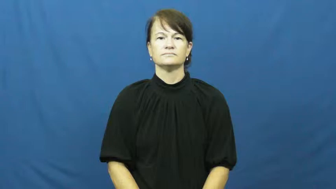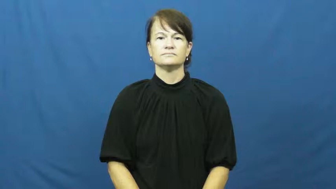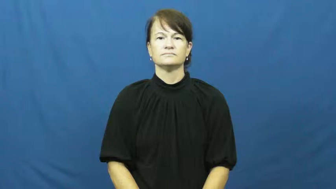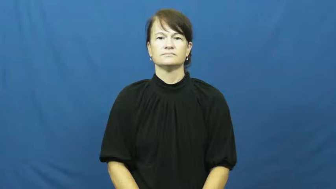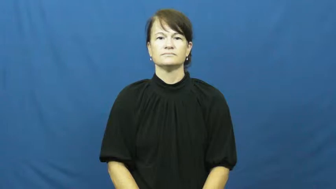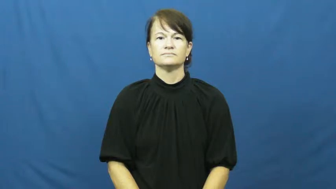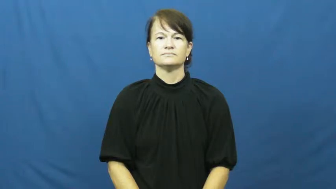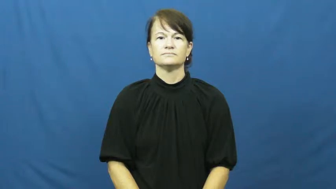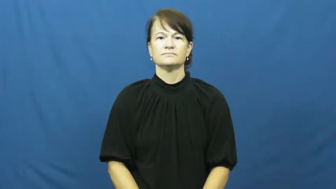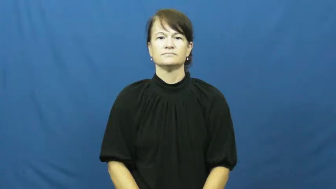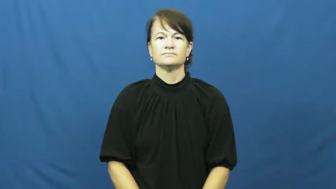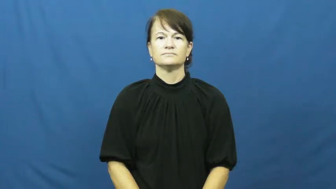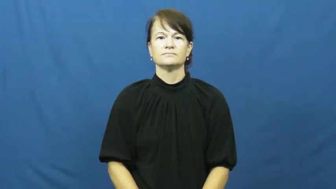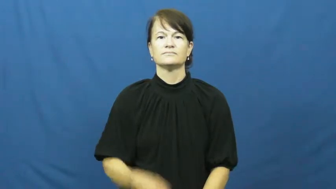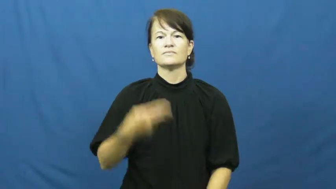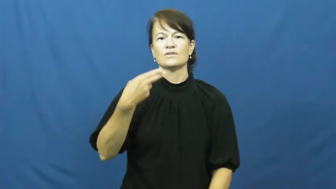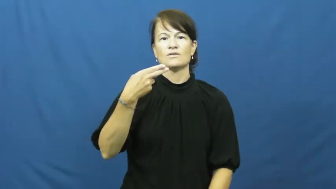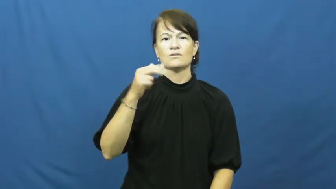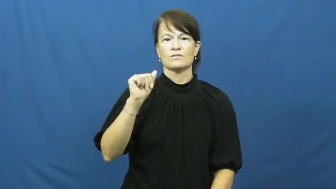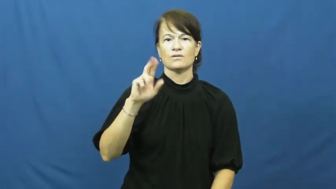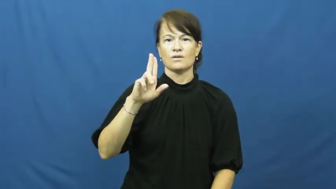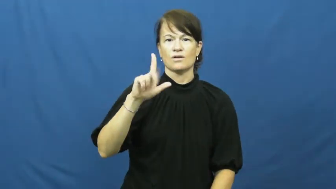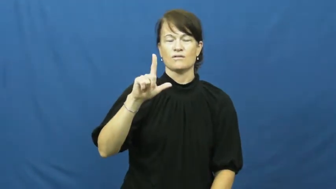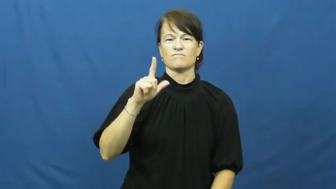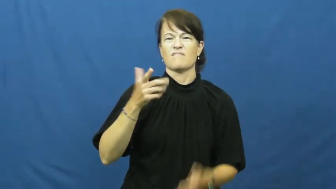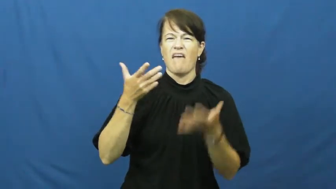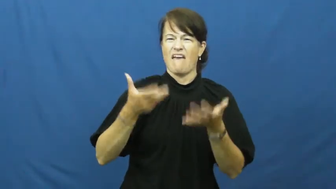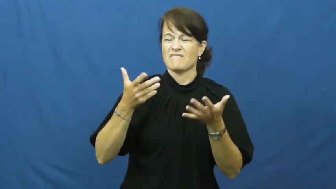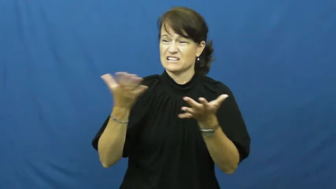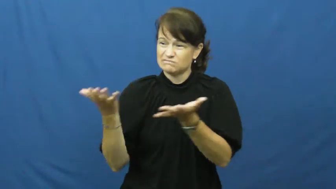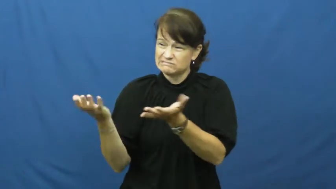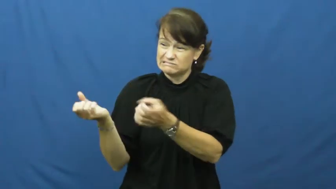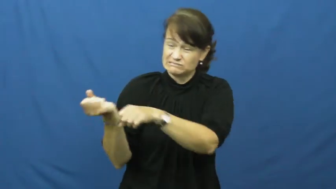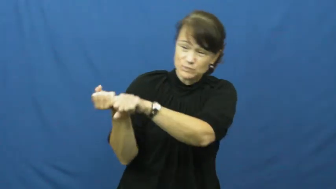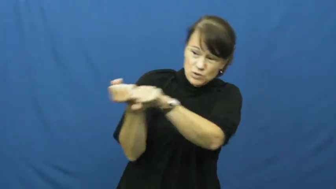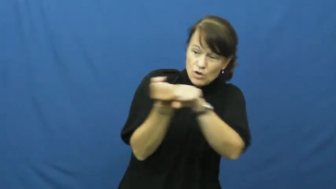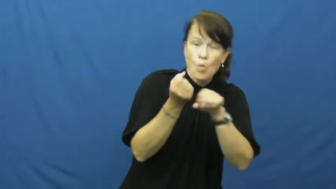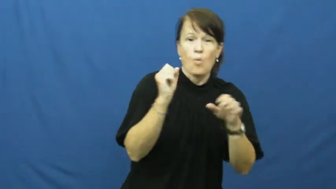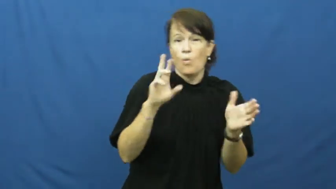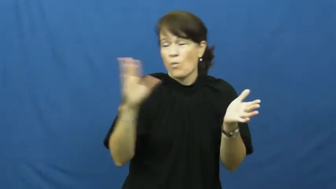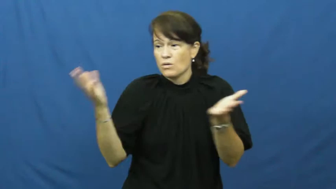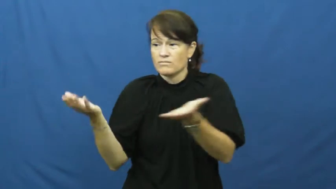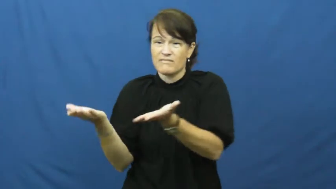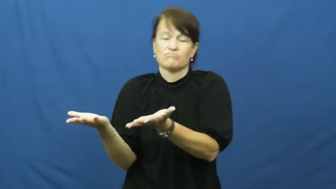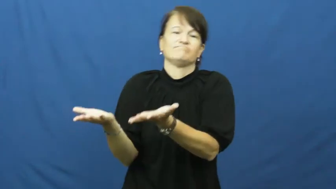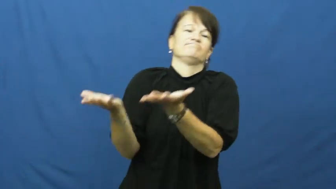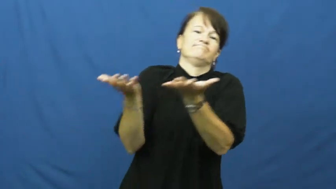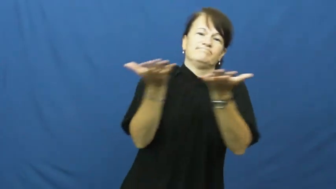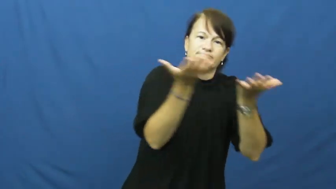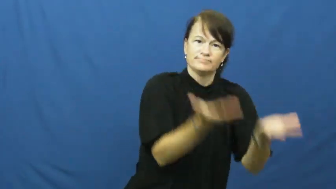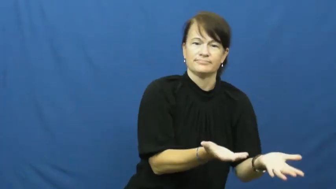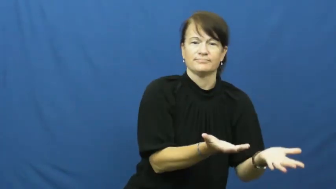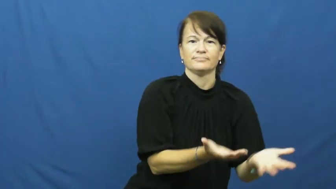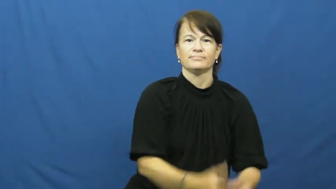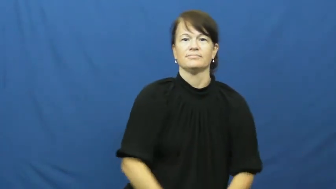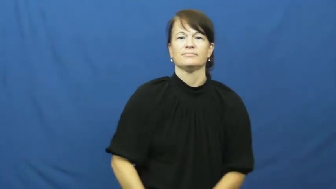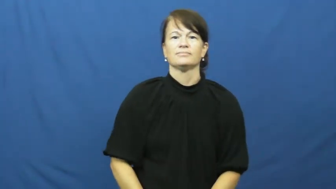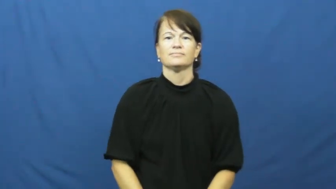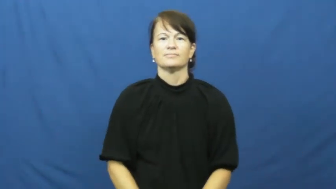haul,hump-carry